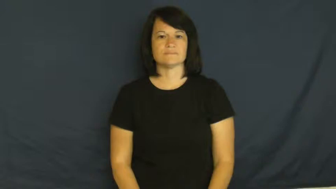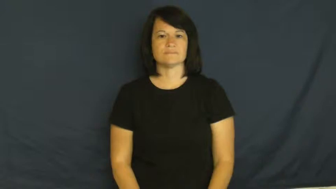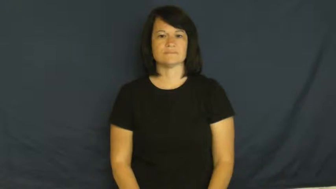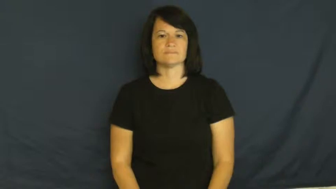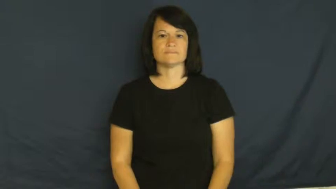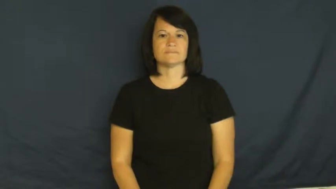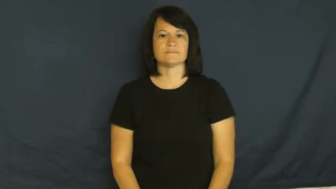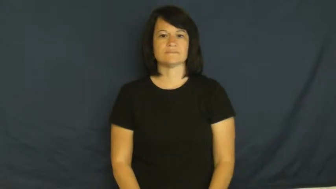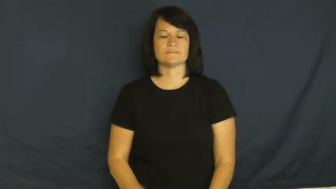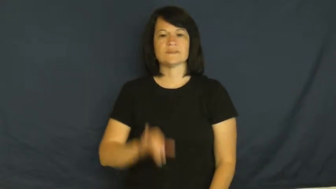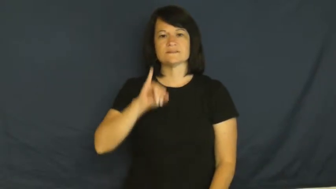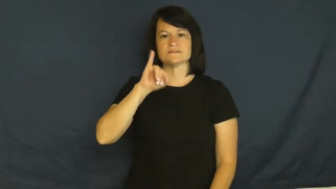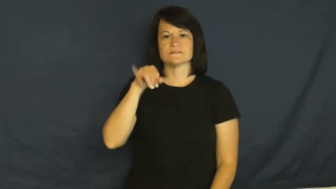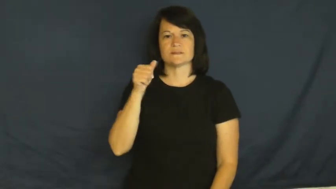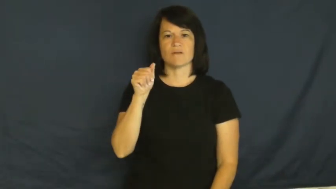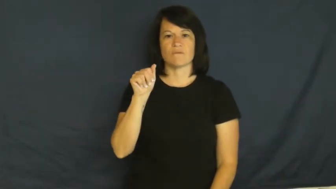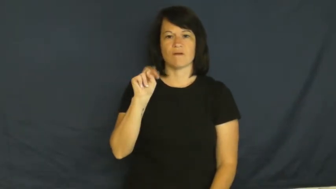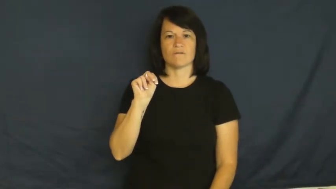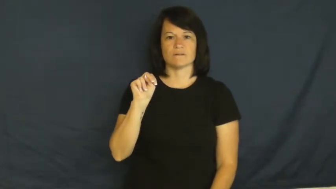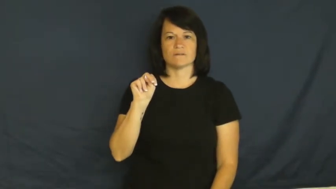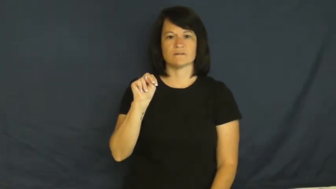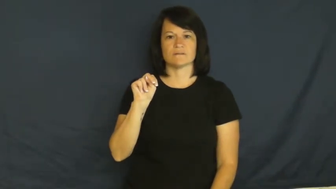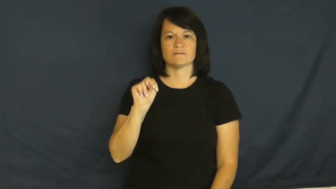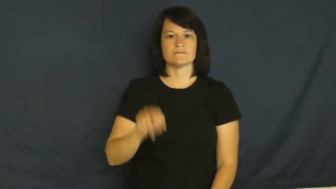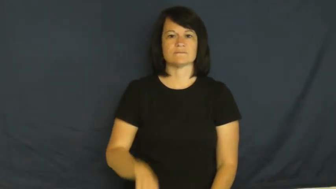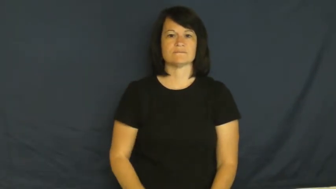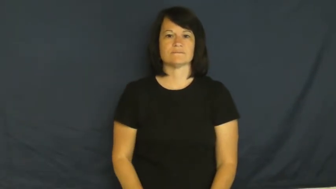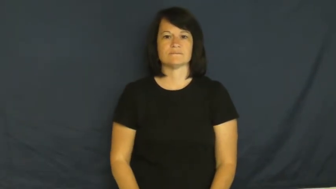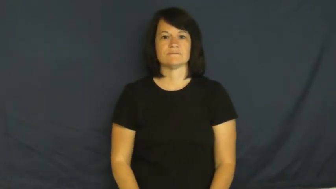January